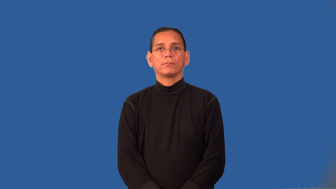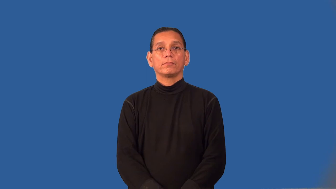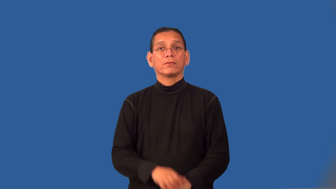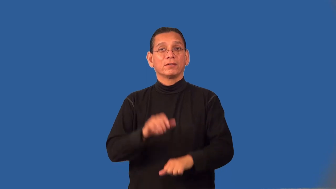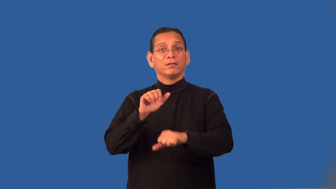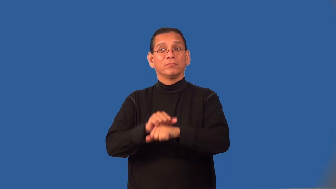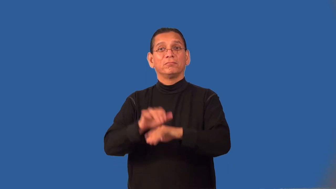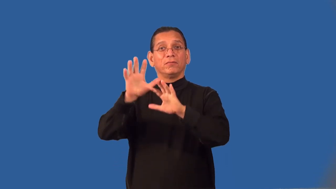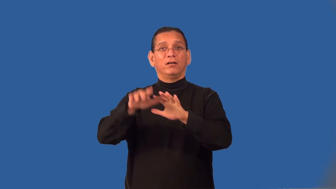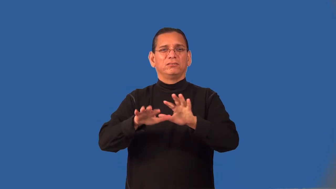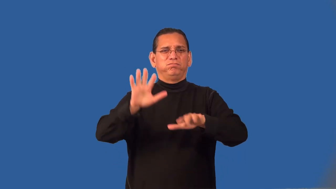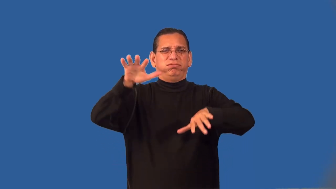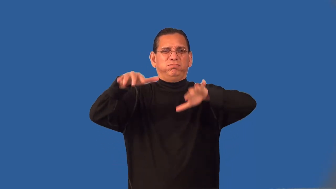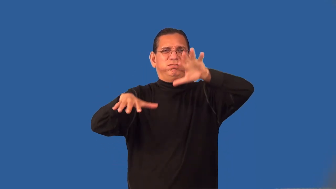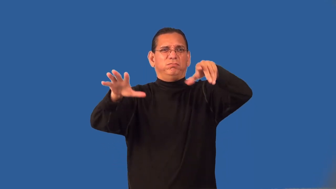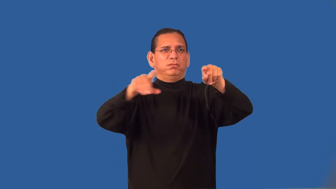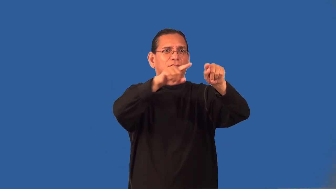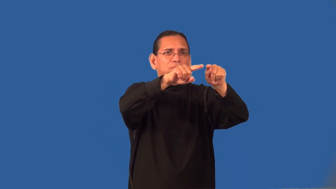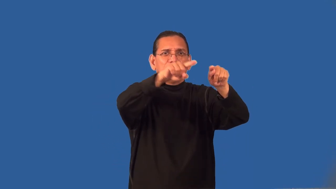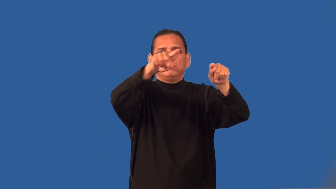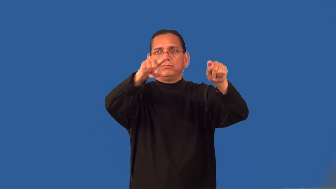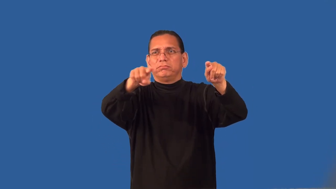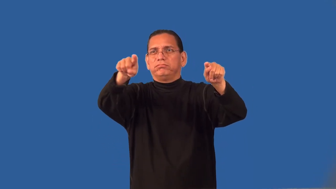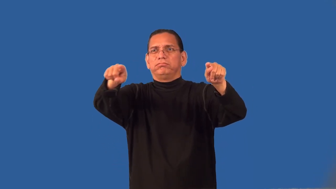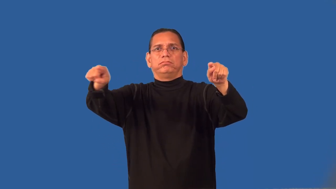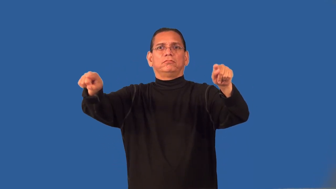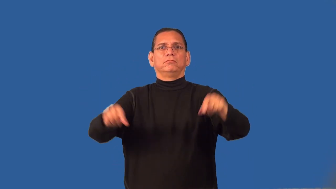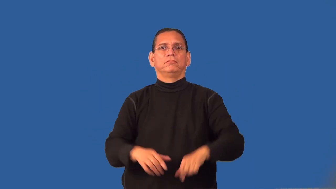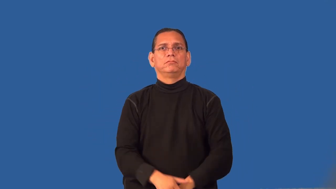range,massif-mountain